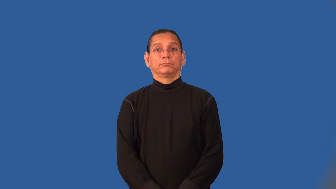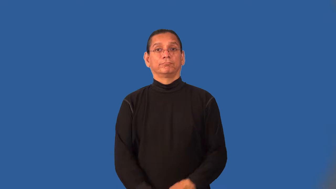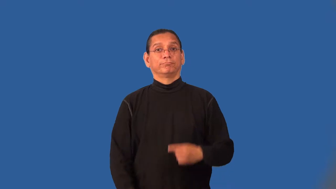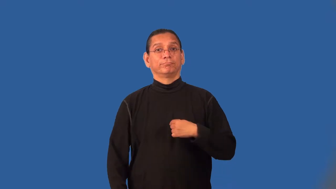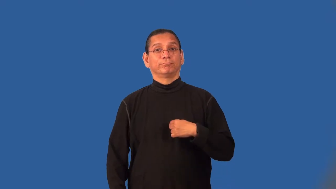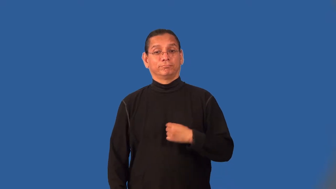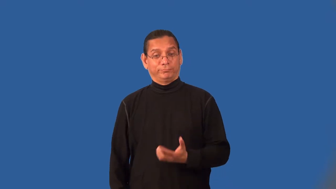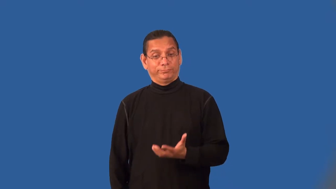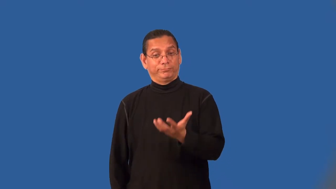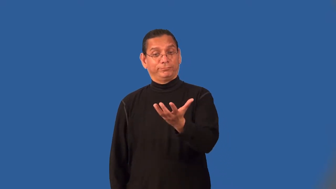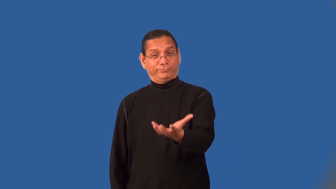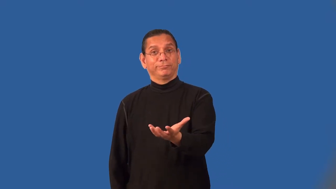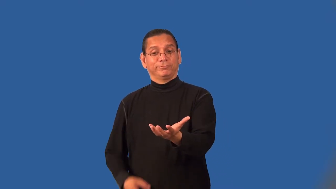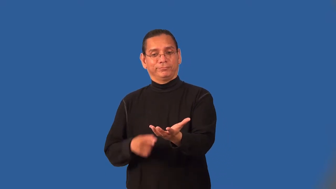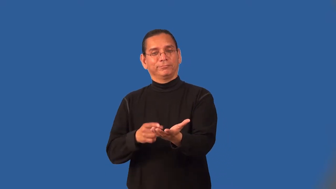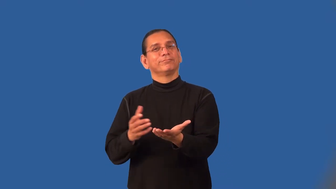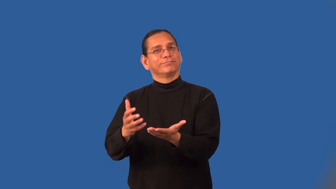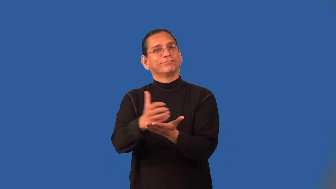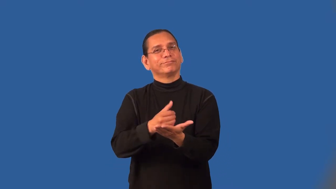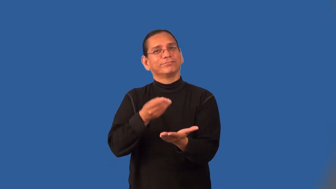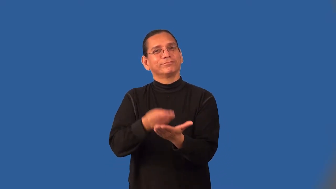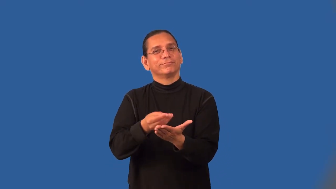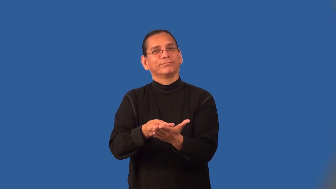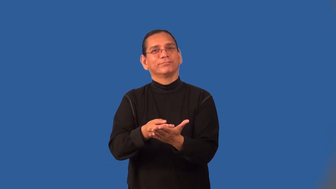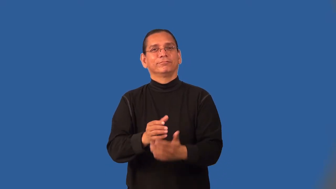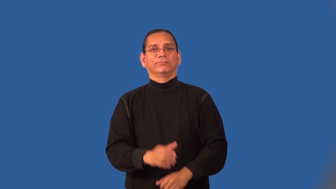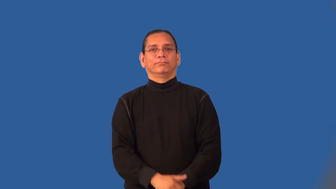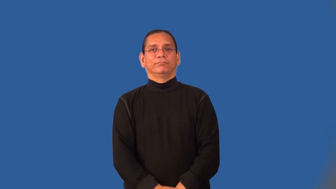monetize